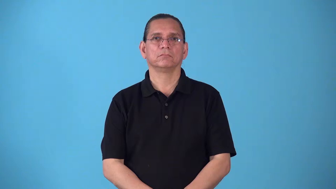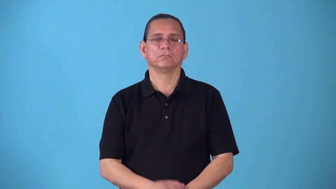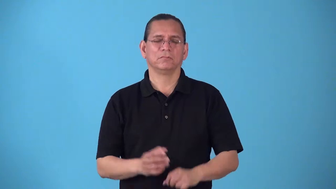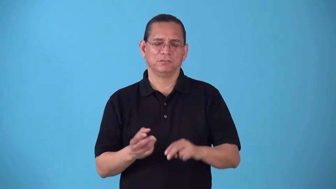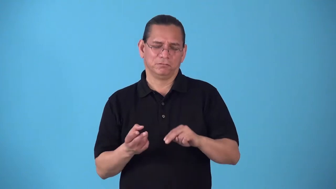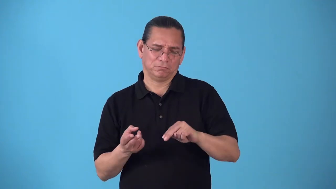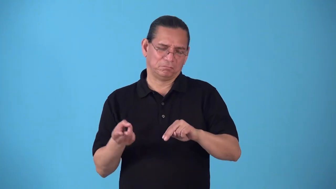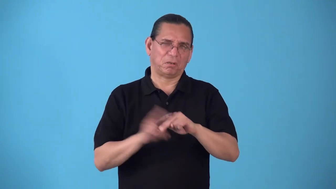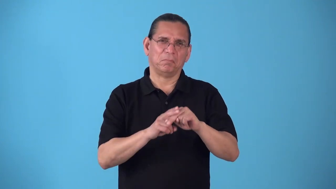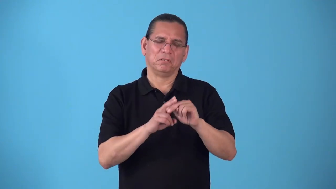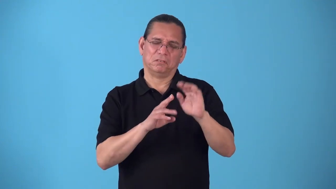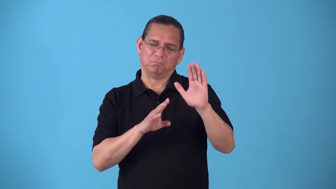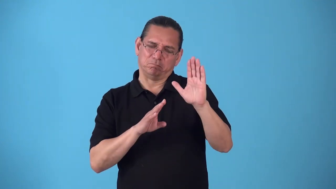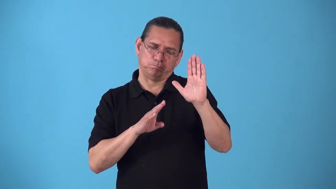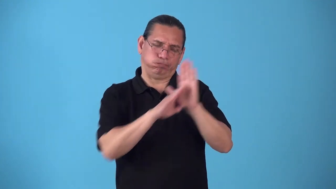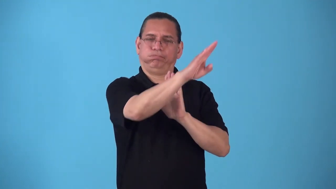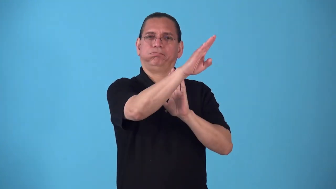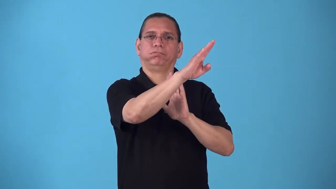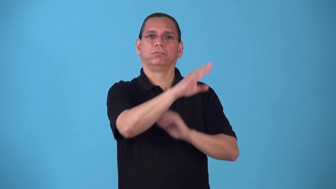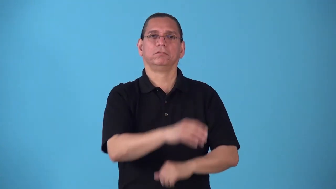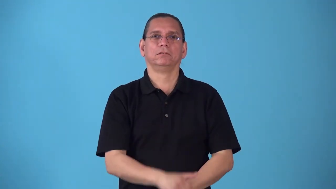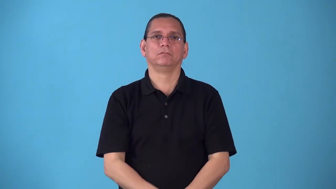rocket,skyrocket,drive up